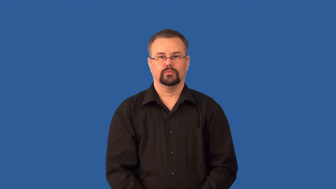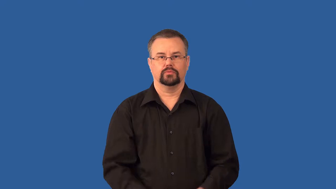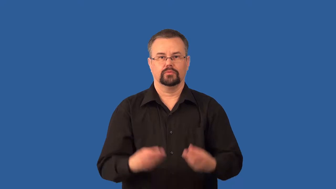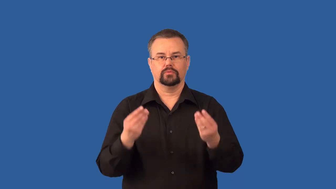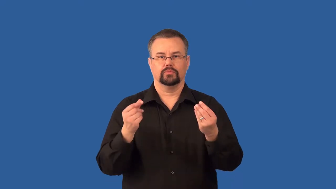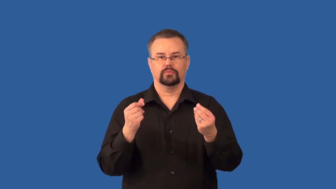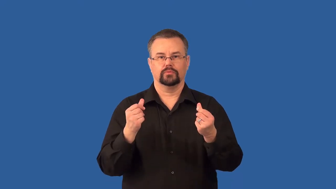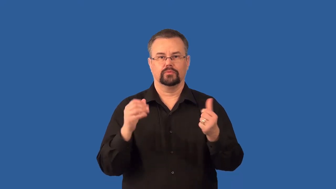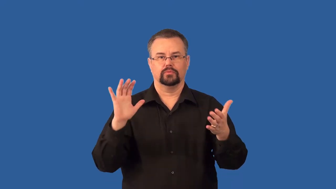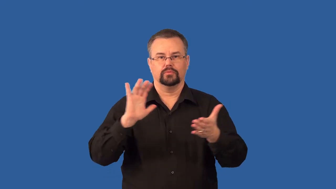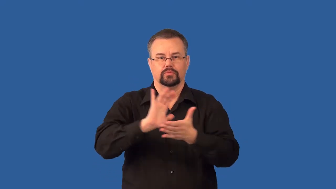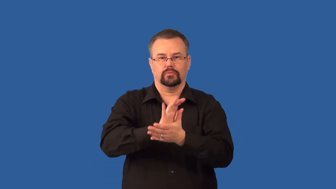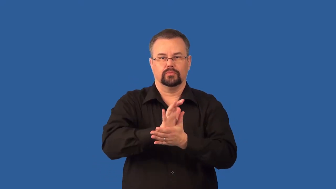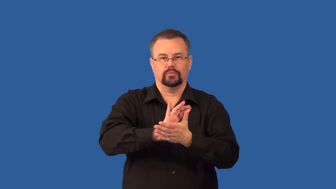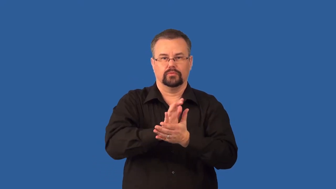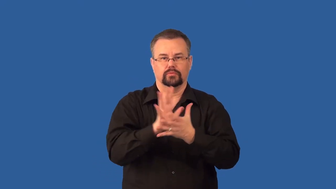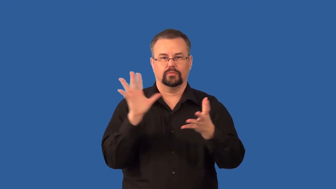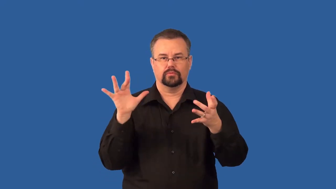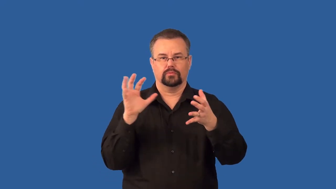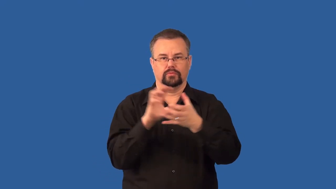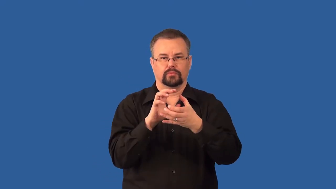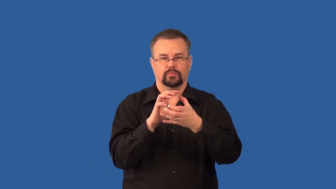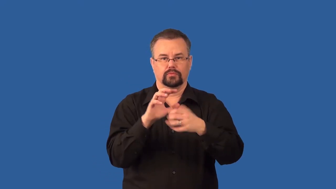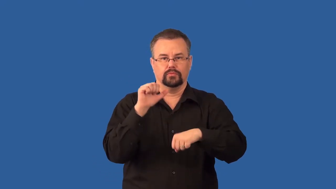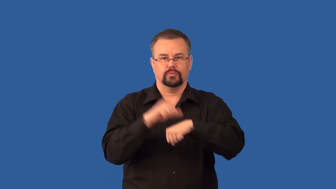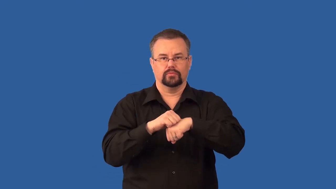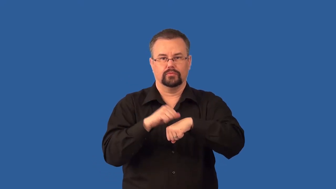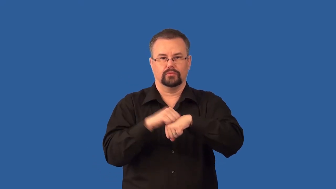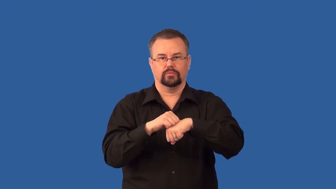sedimentary